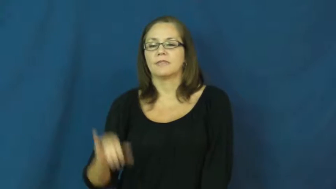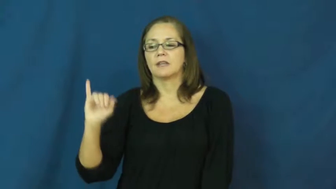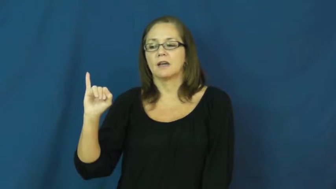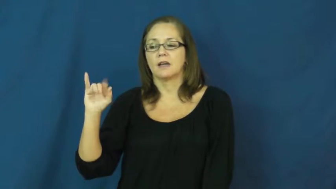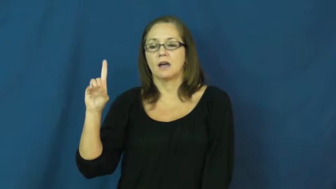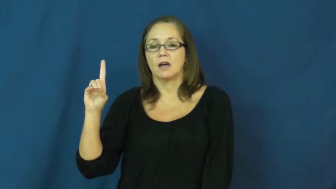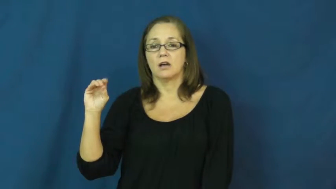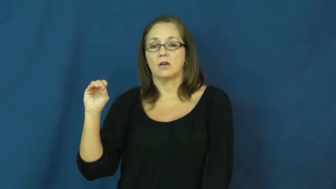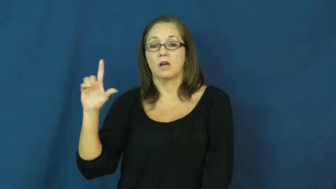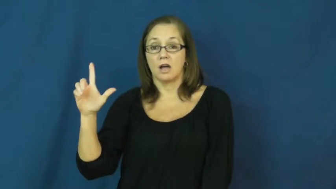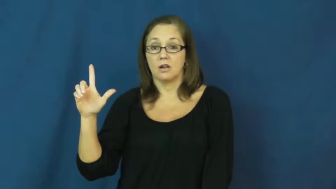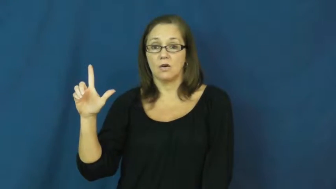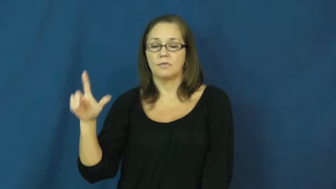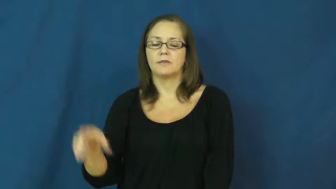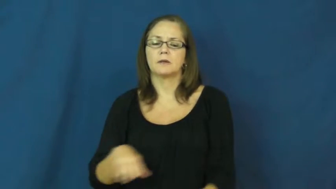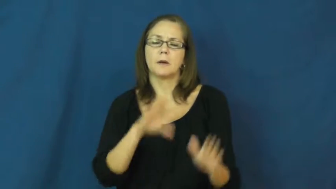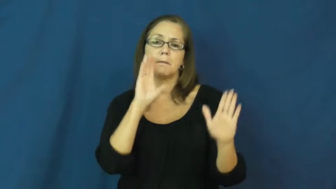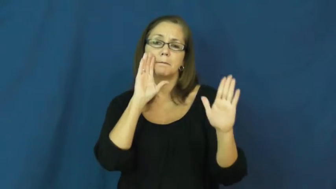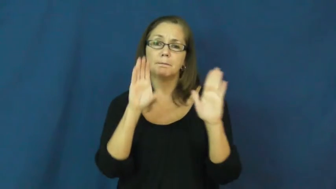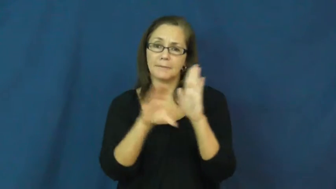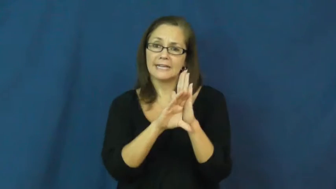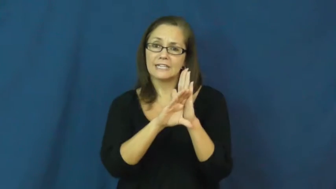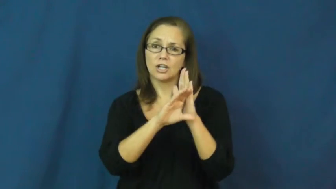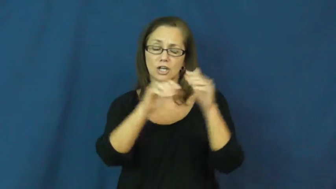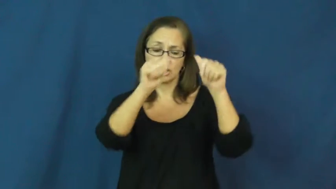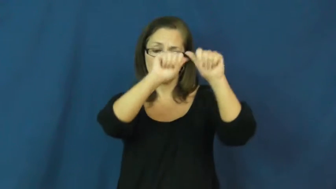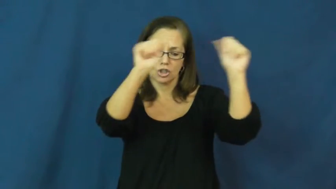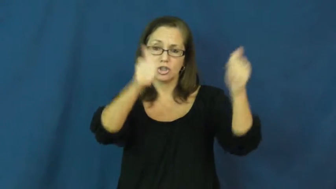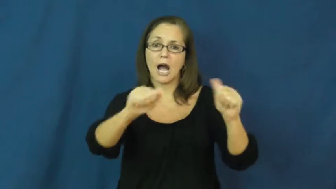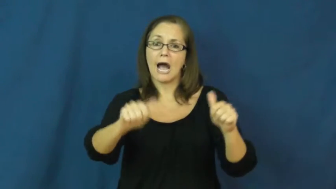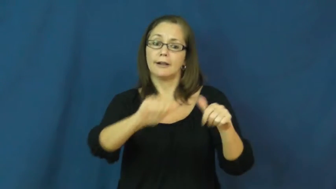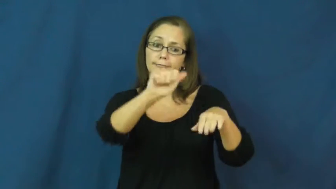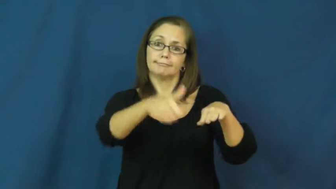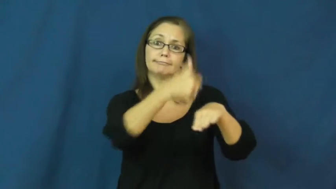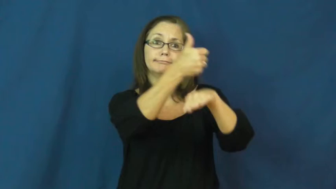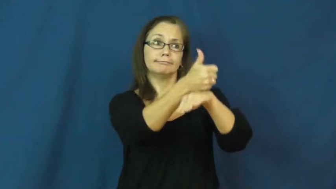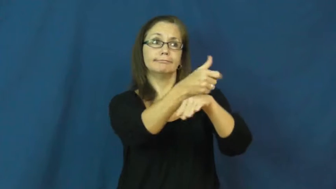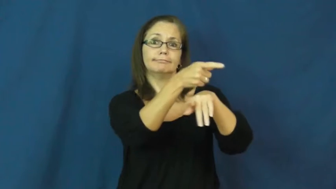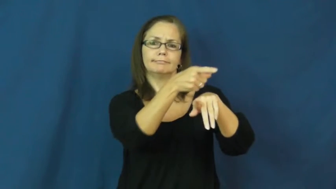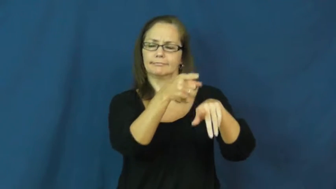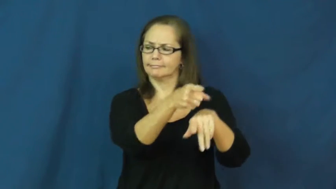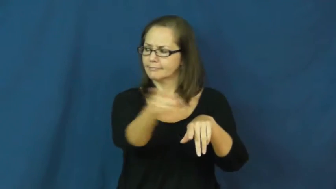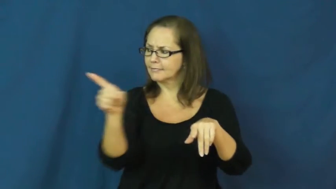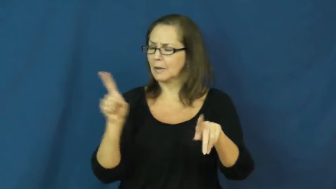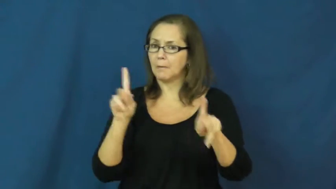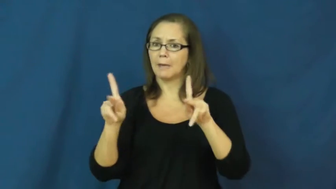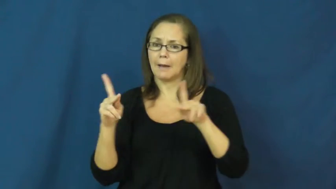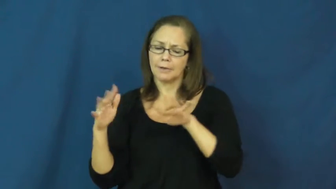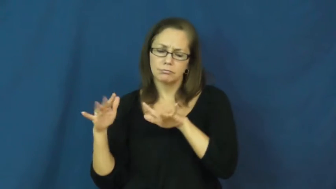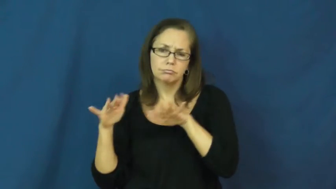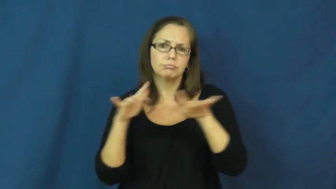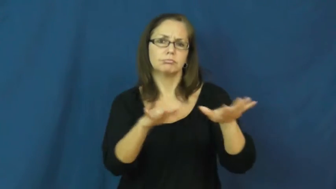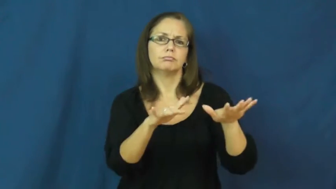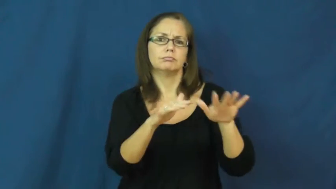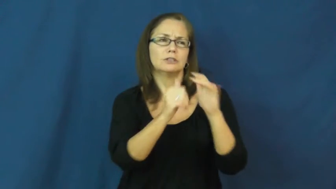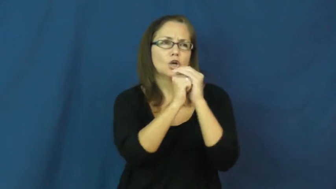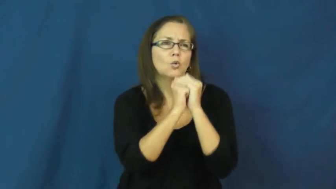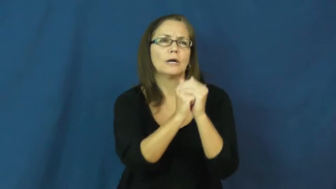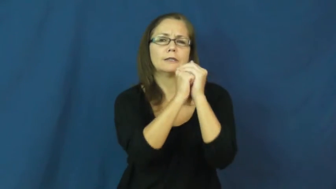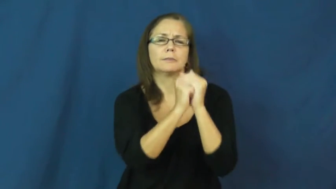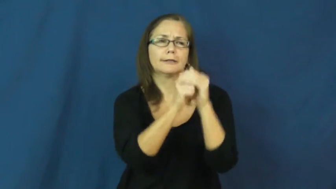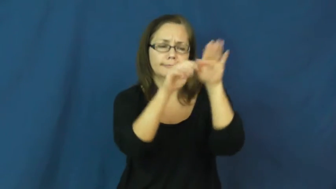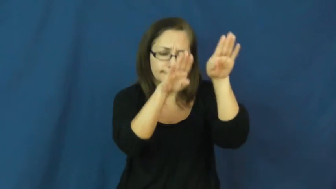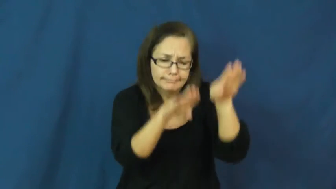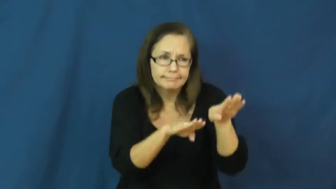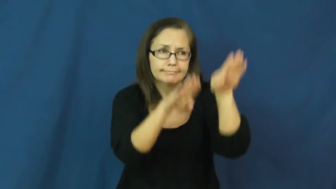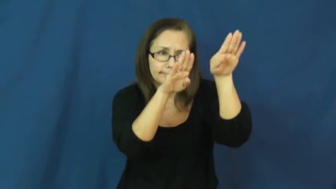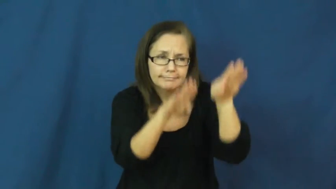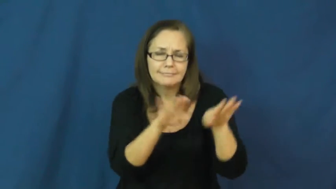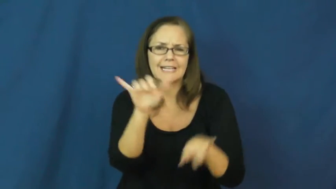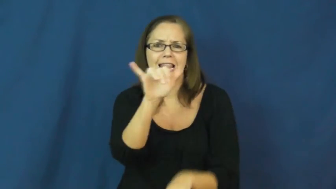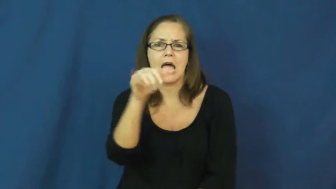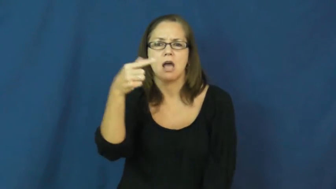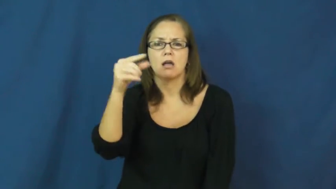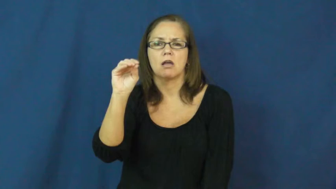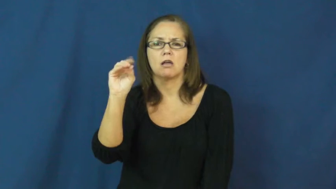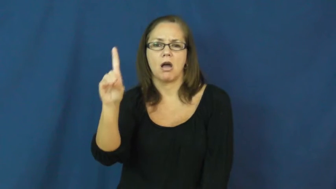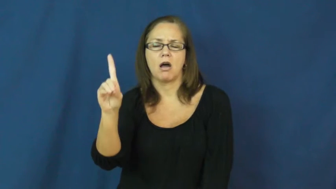idol,idolatry